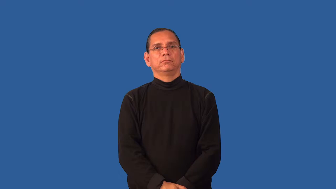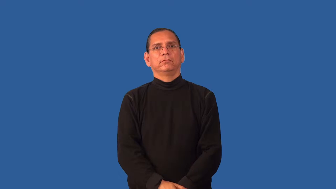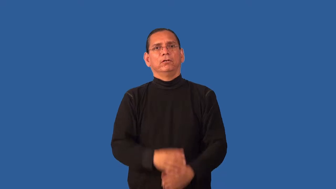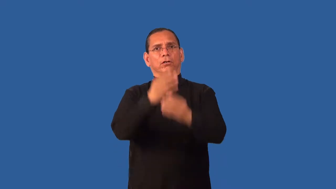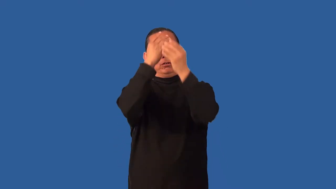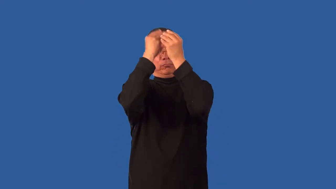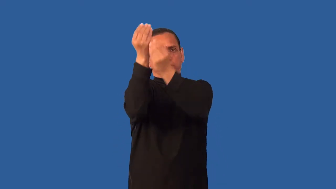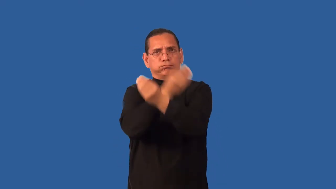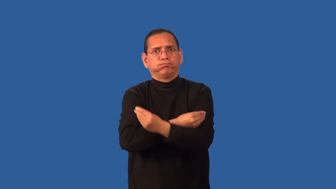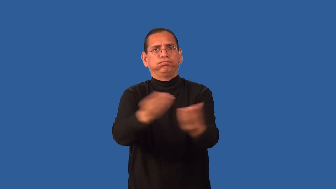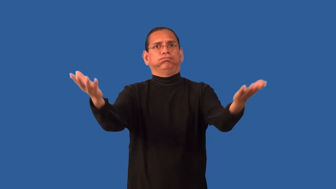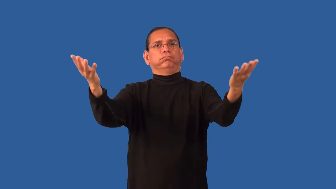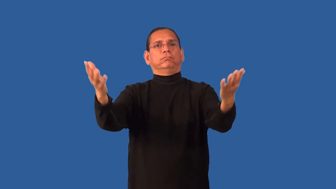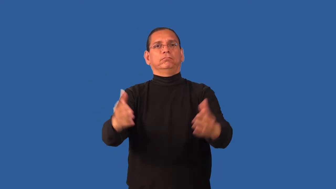expose-infomation